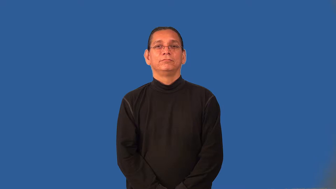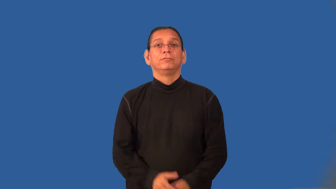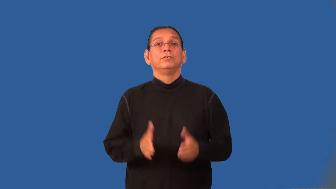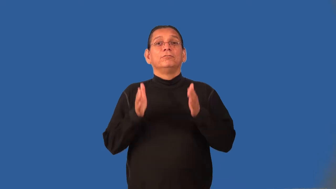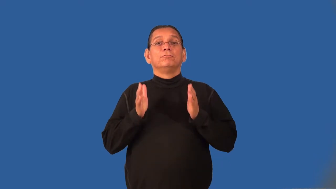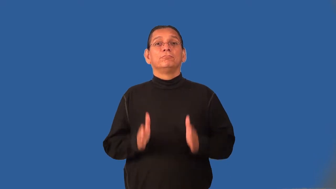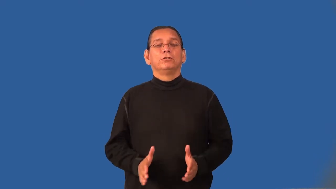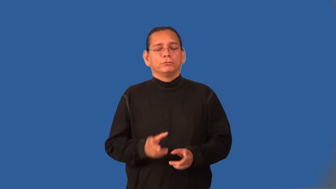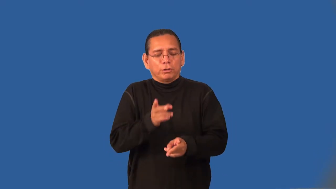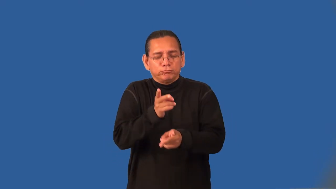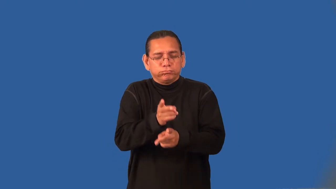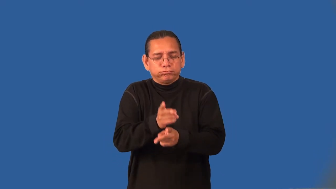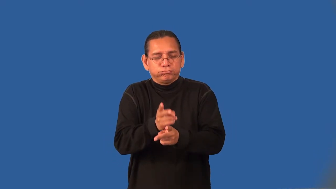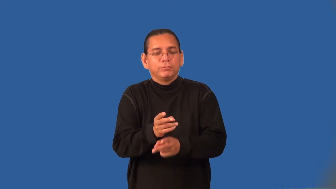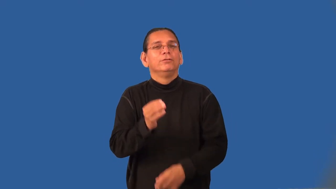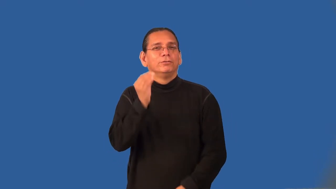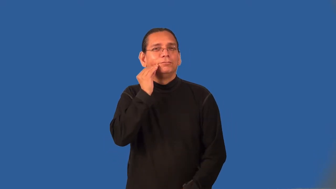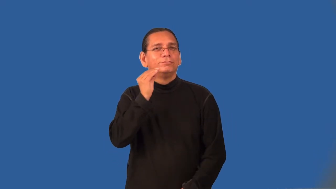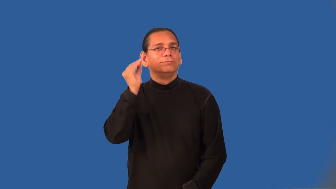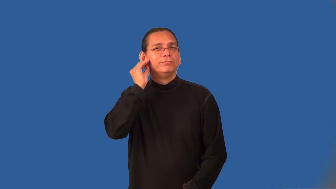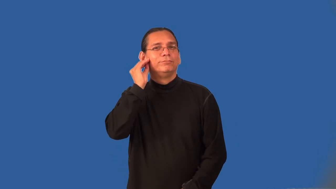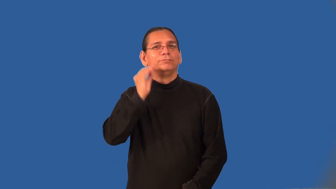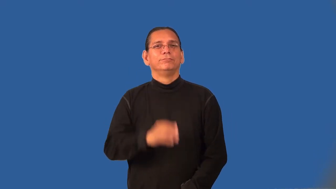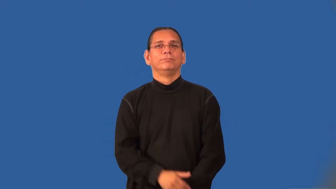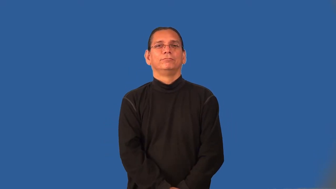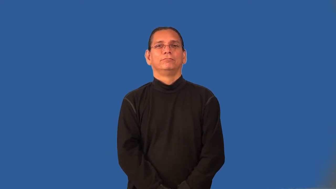homemaker